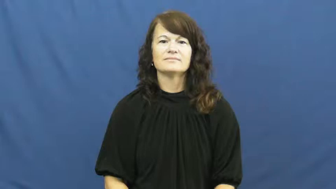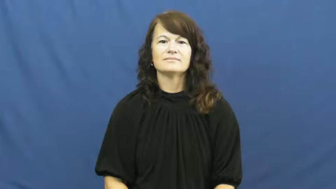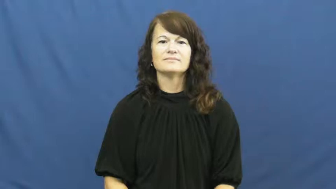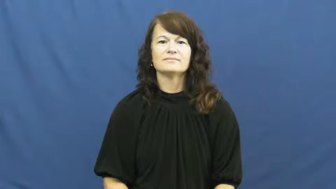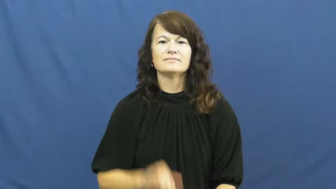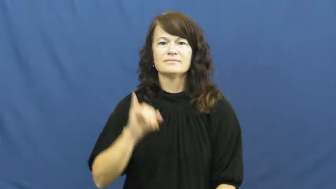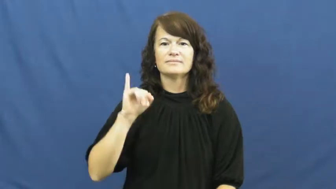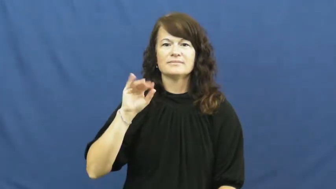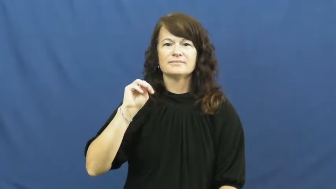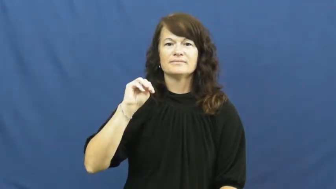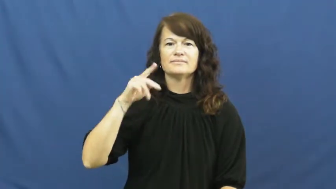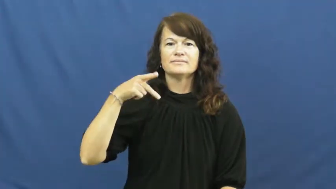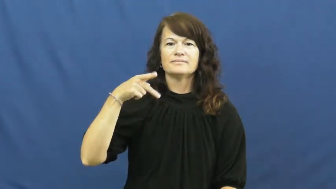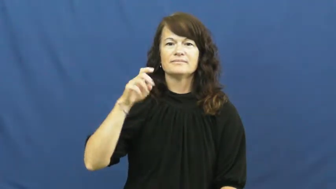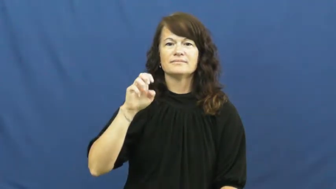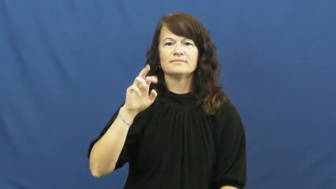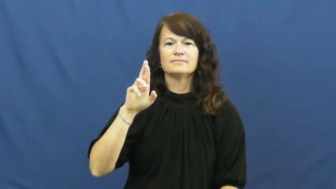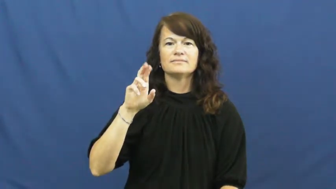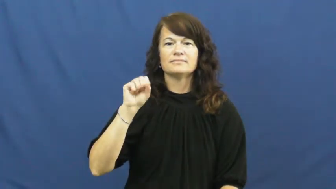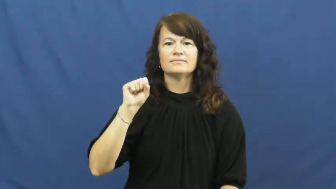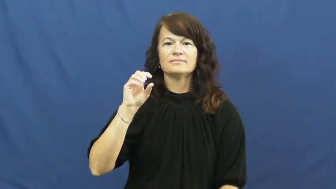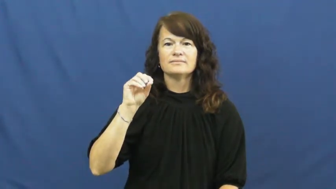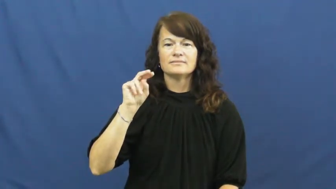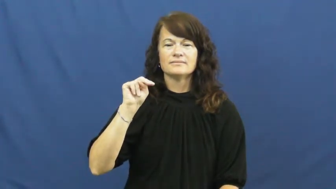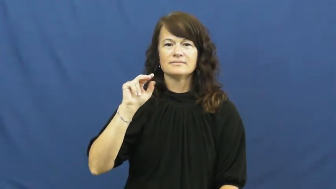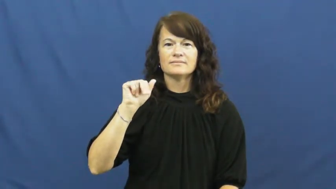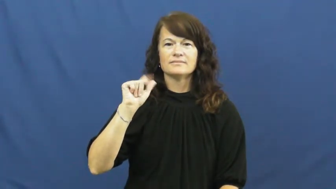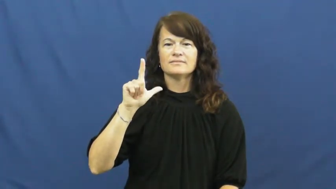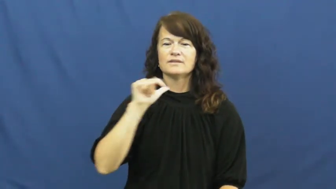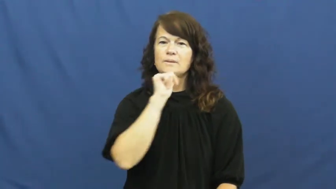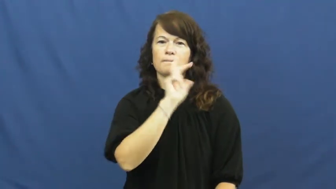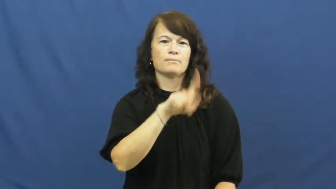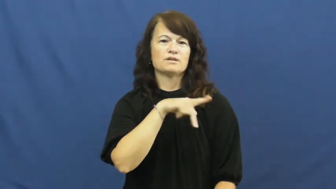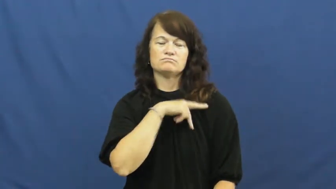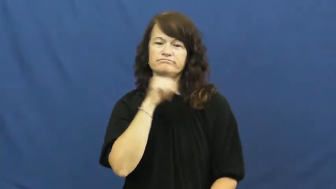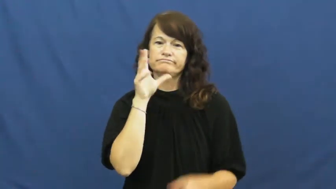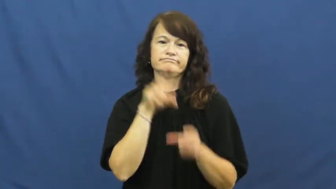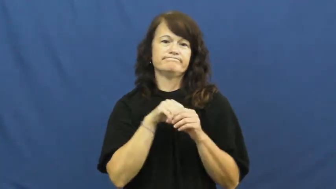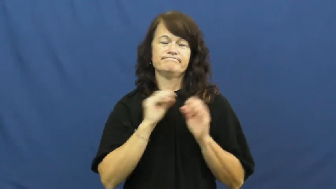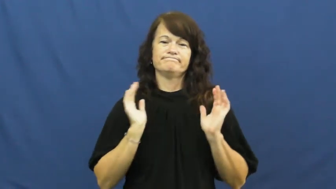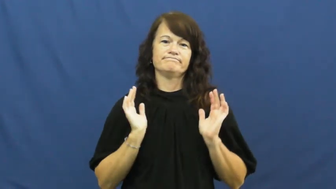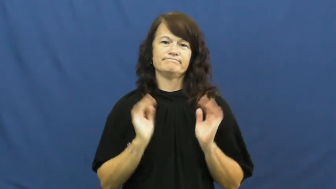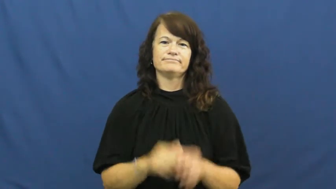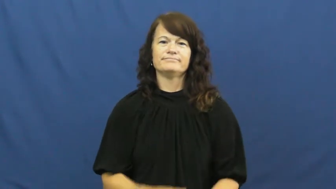impersonal